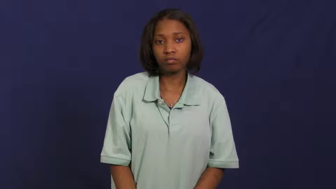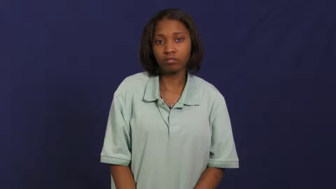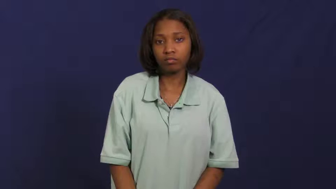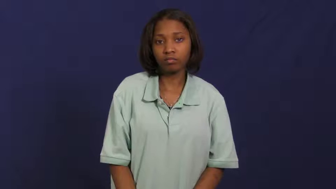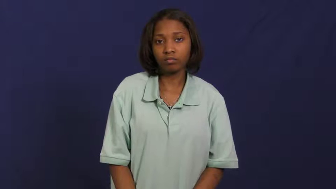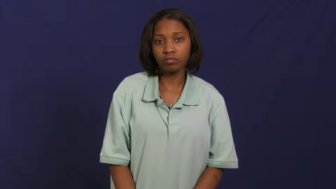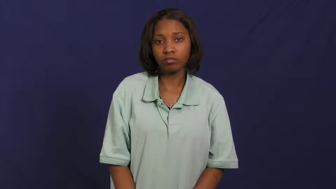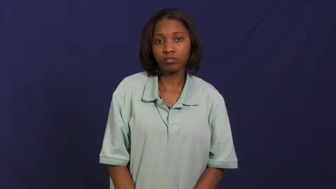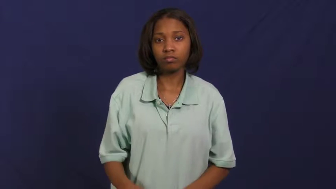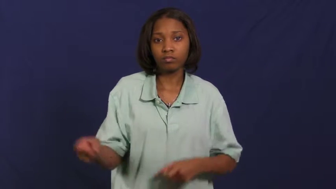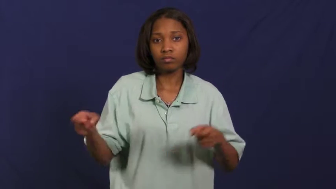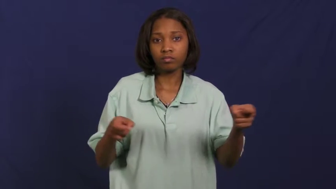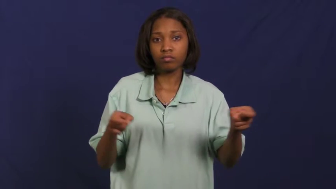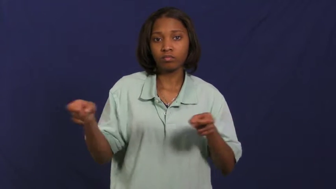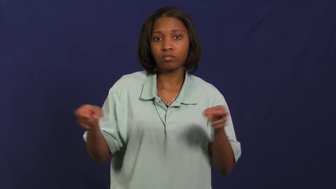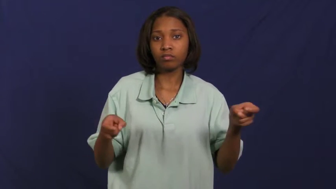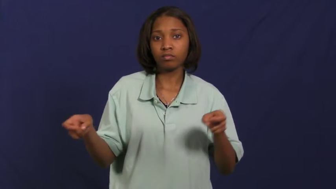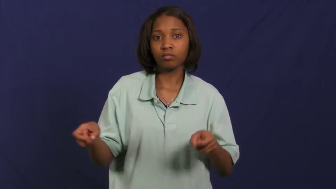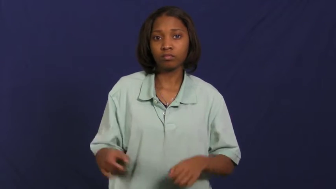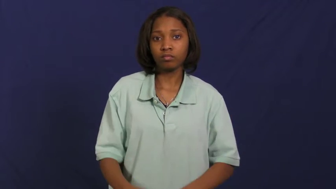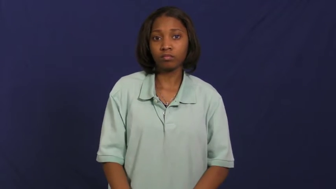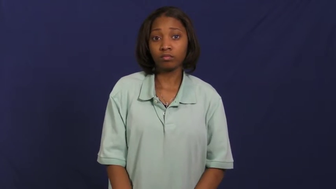manage,administer,curate,custodial,deal,officiate,orchestrate,regnant